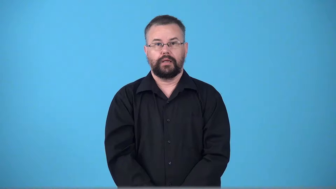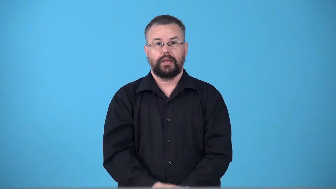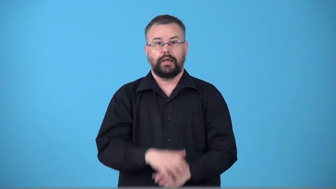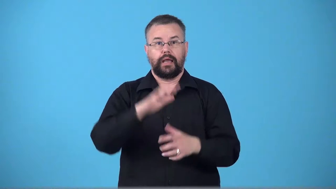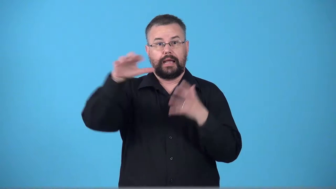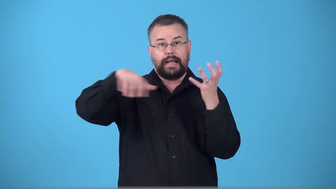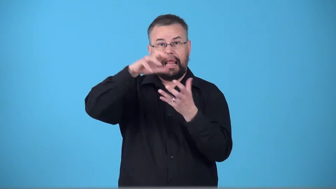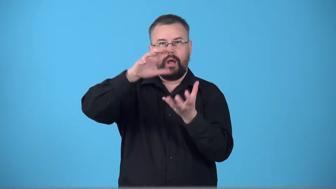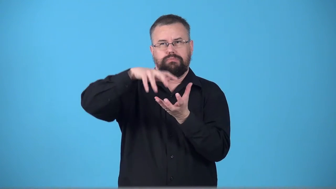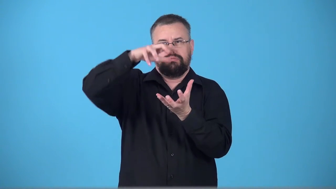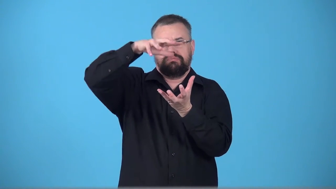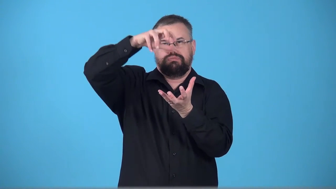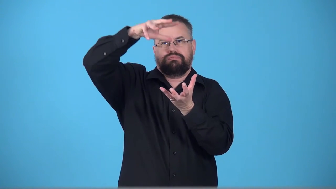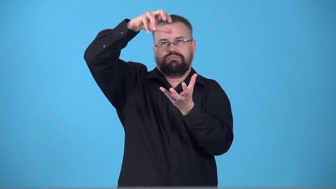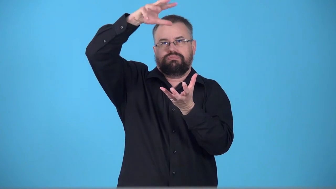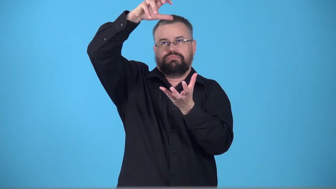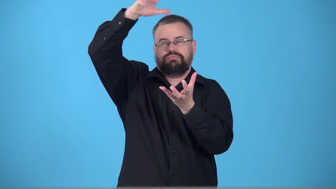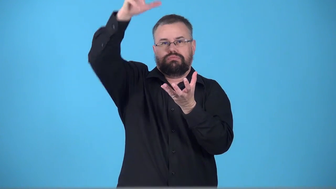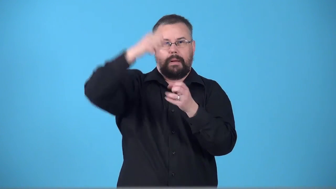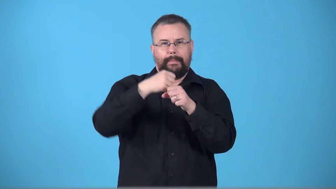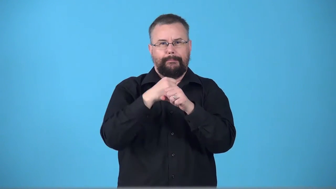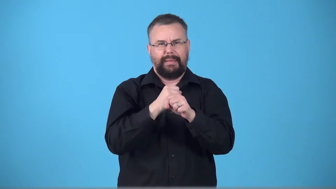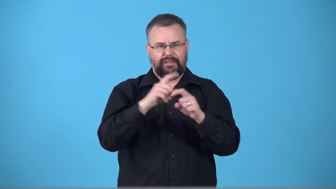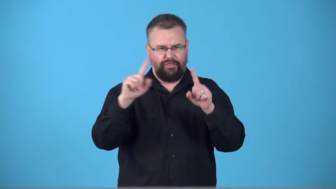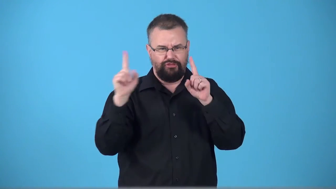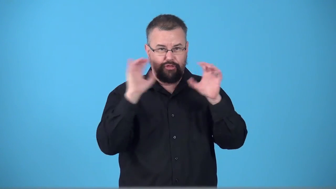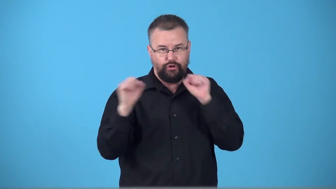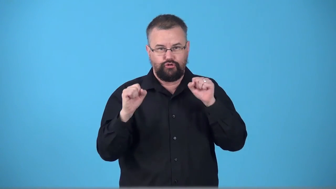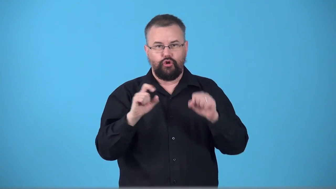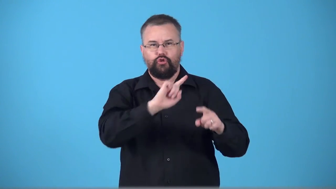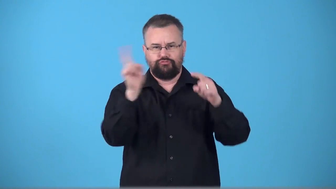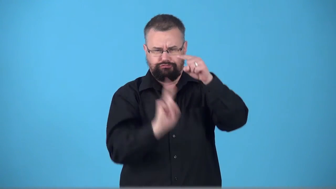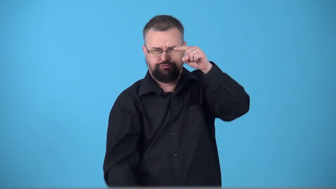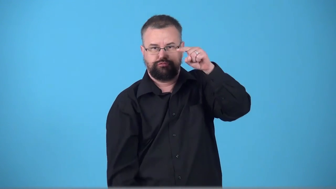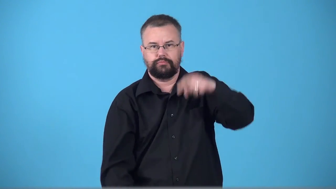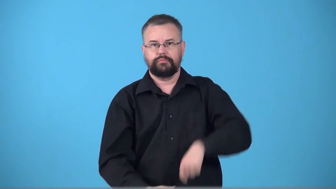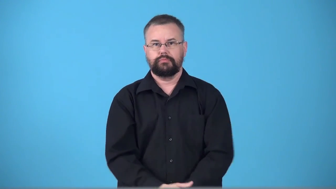thundercloud